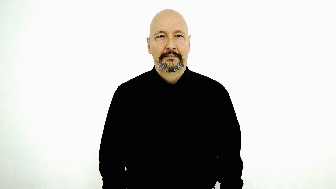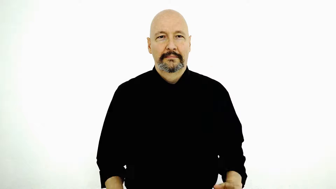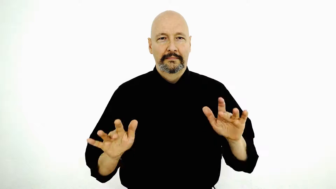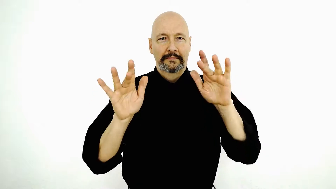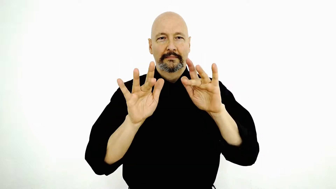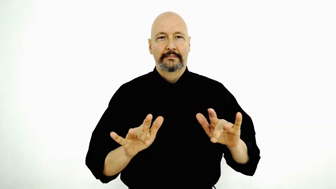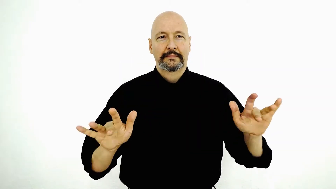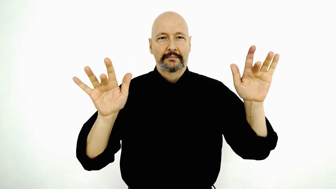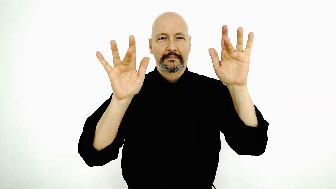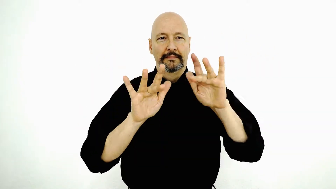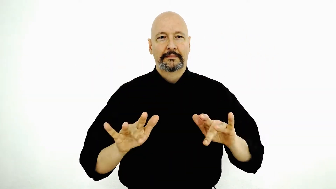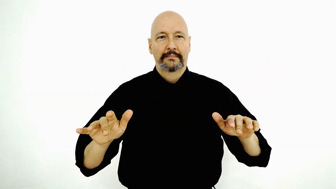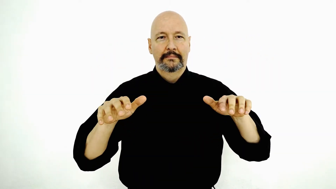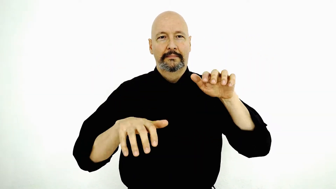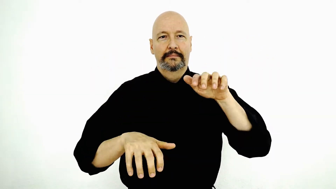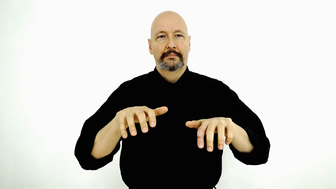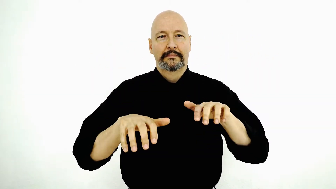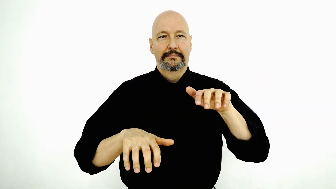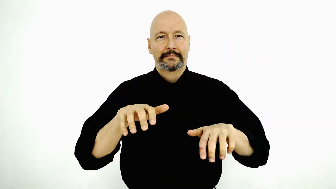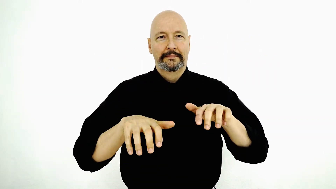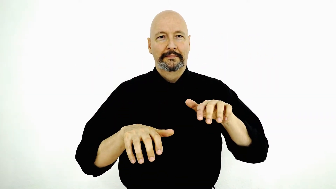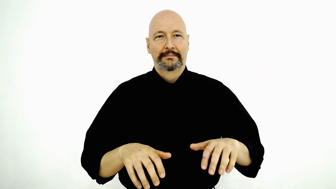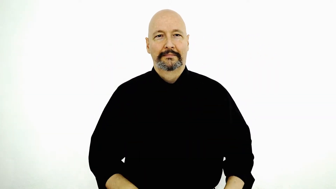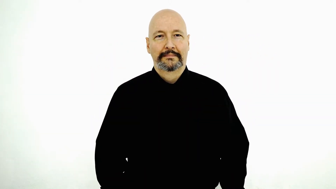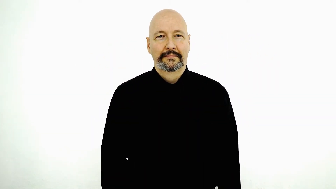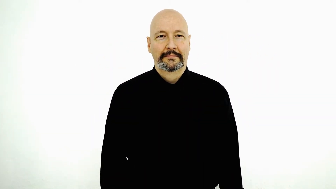COMPUTER-[bent-5-version] TYPE